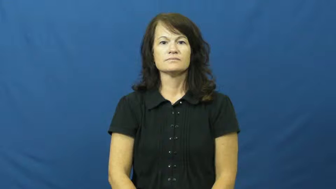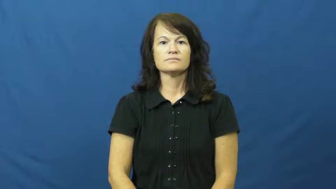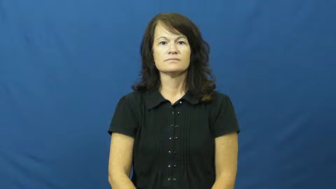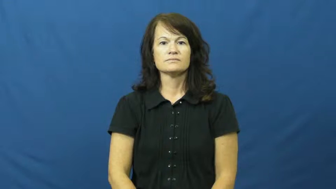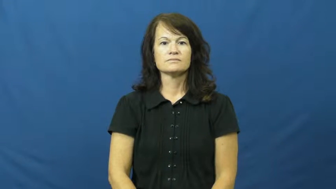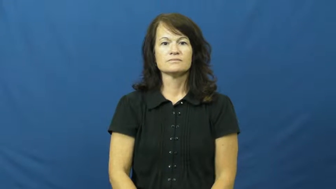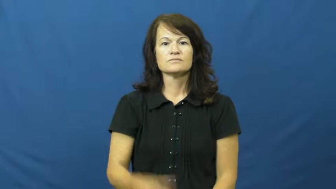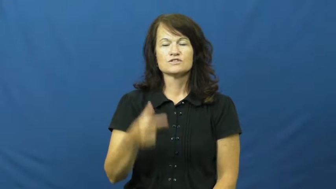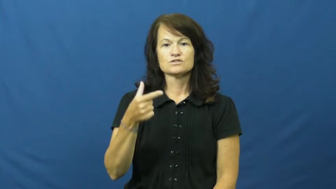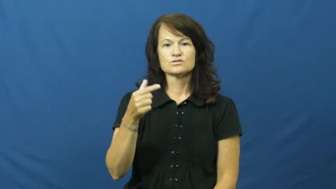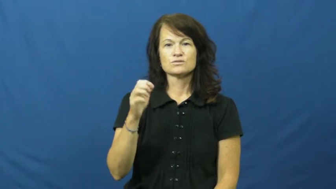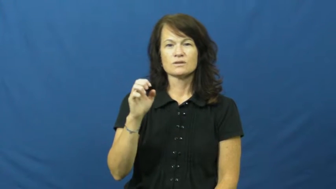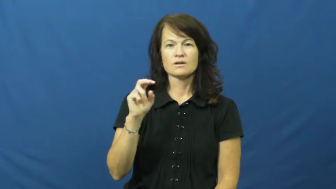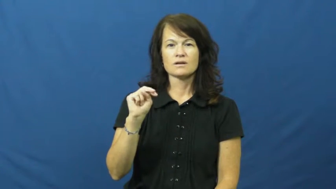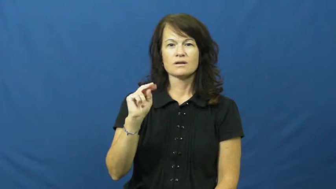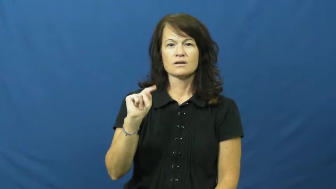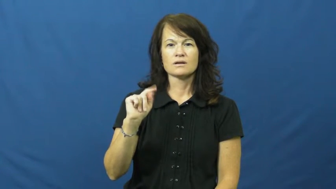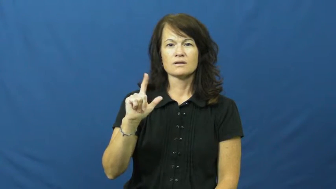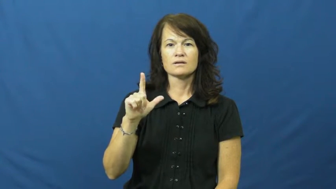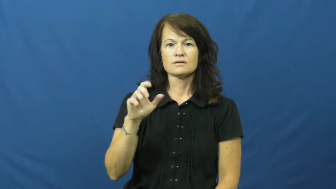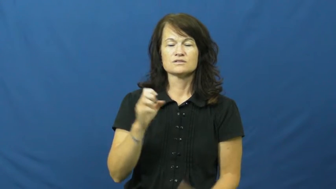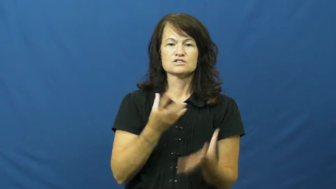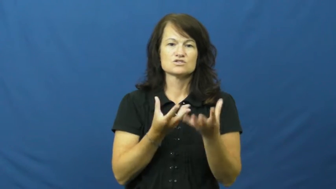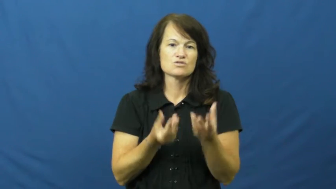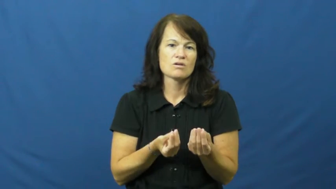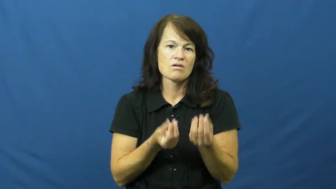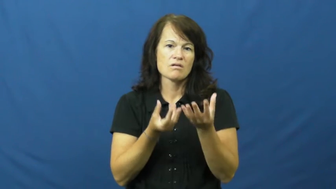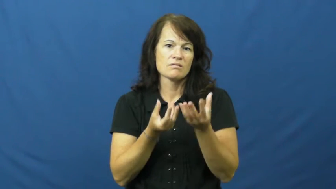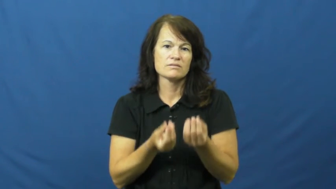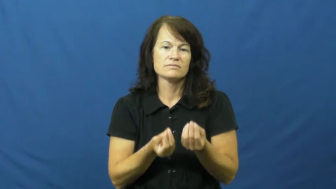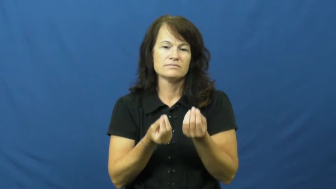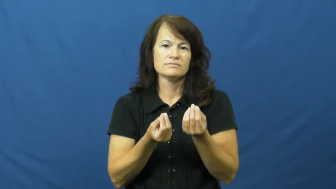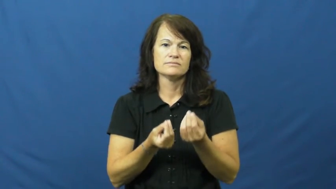gentle